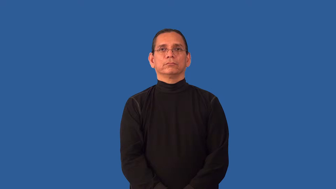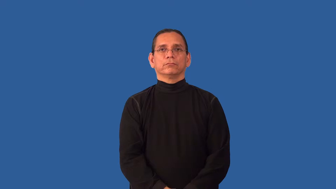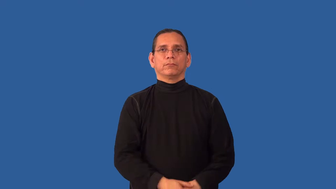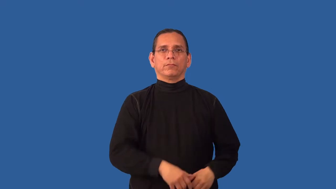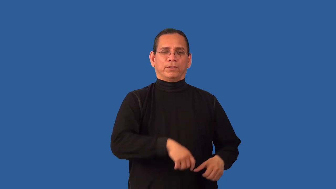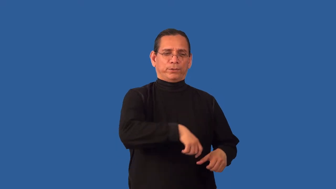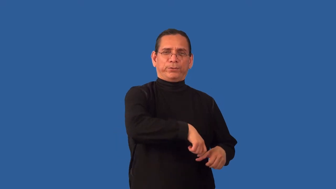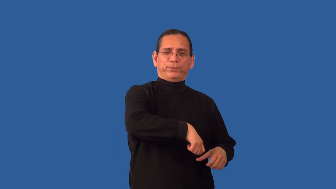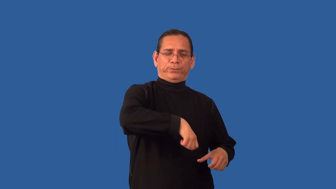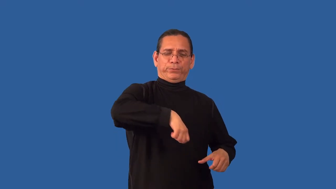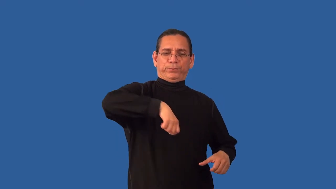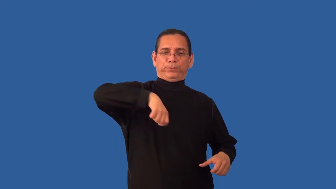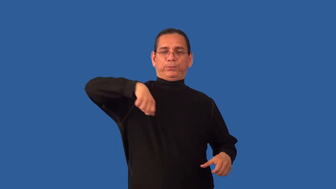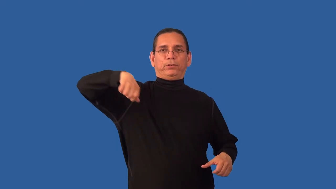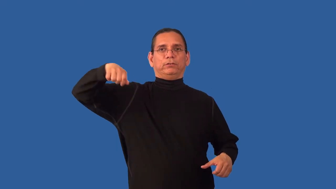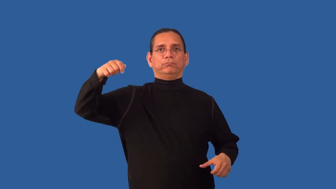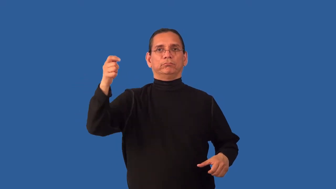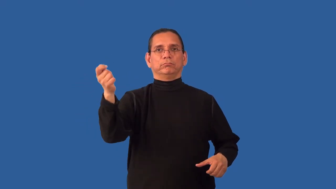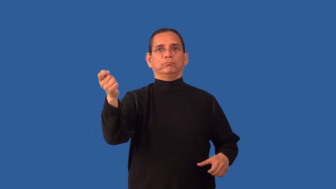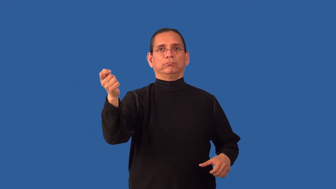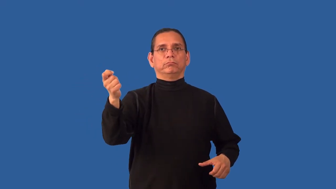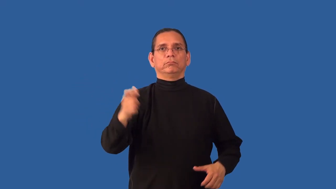unsheathe,draw,pull-sword